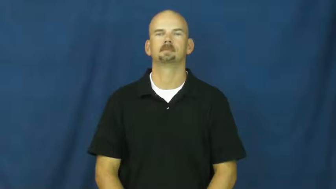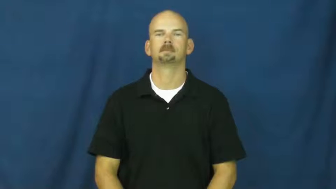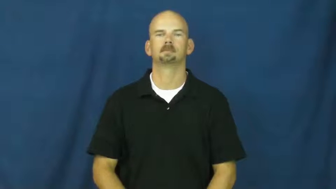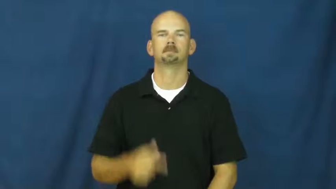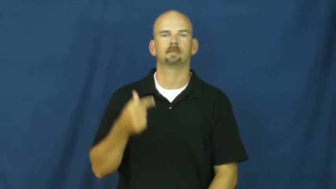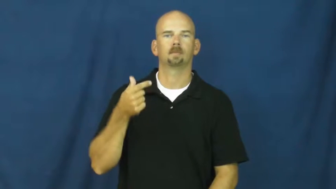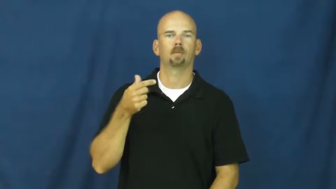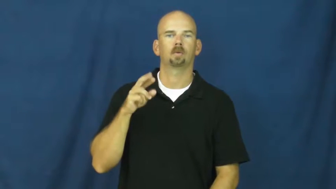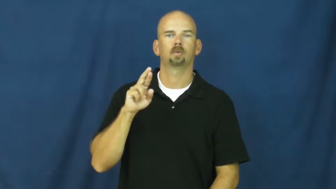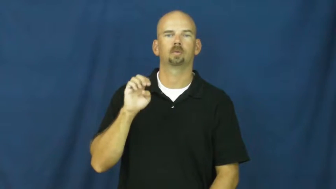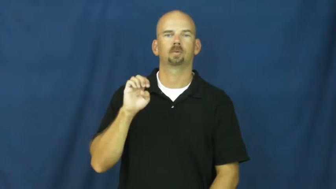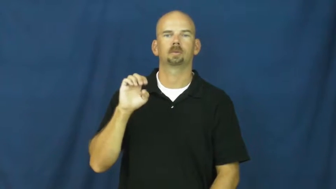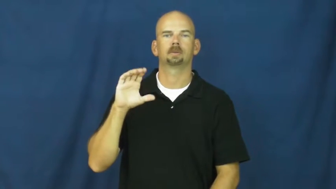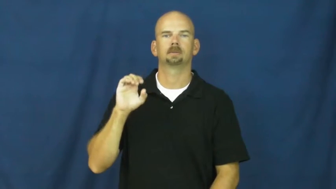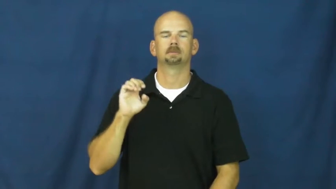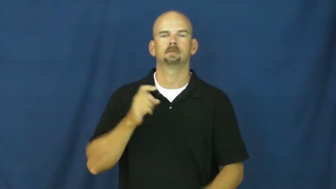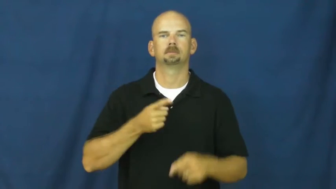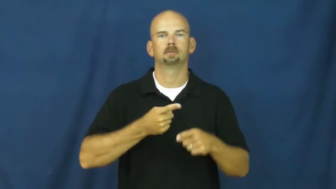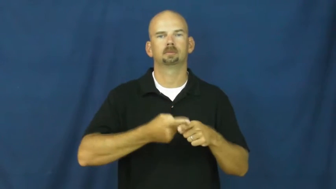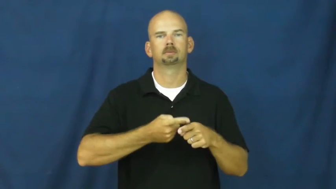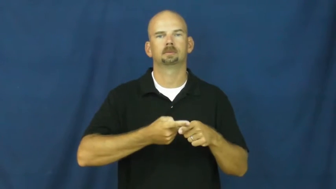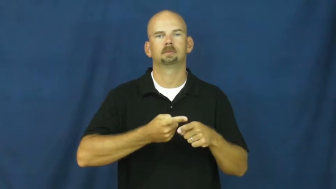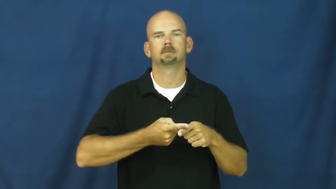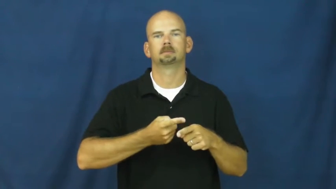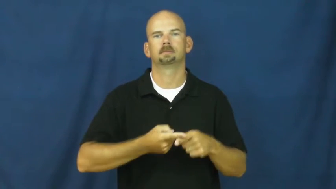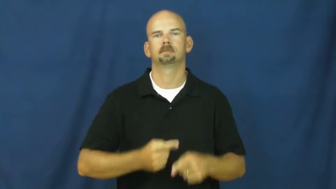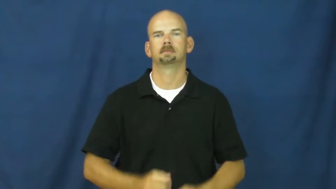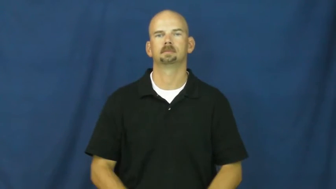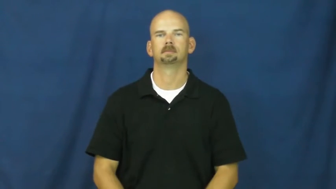greece